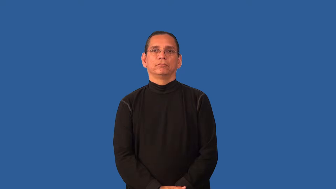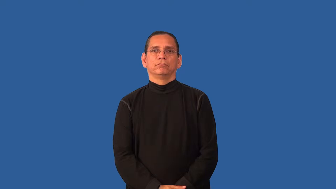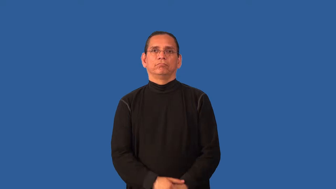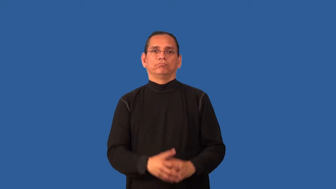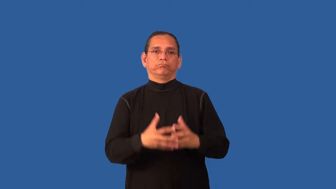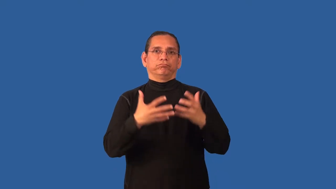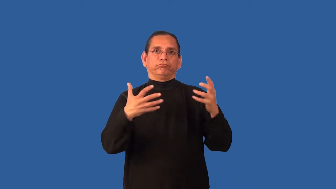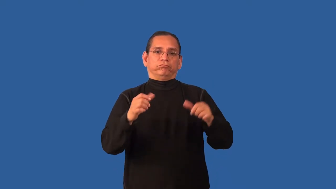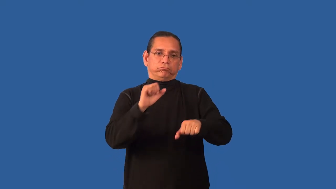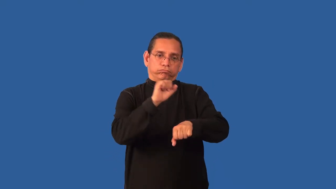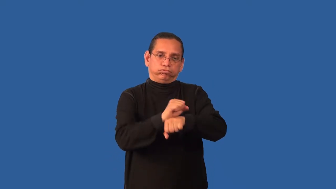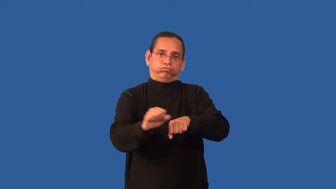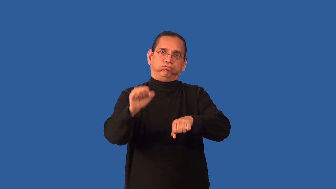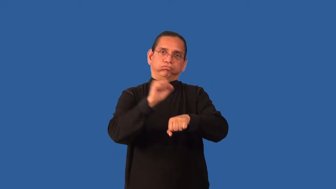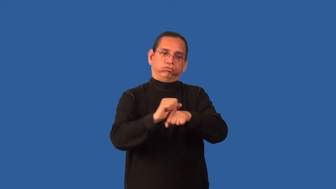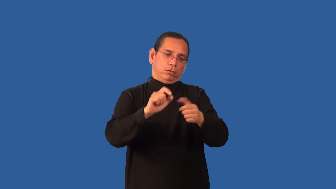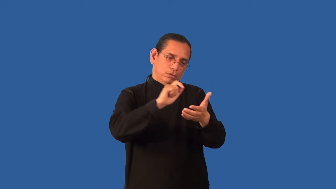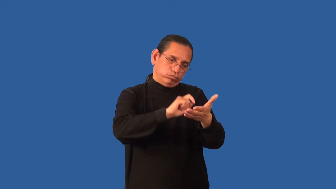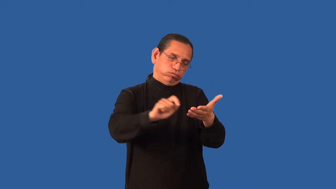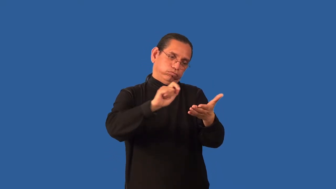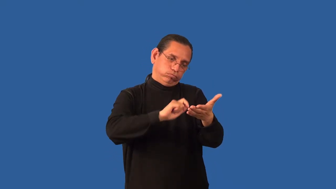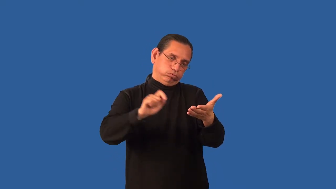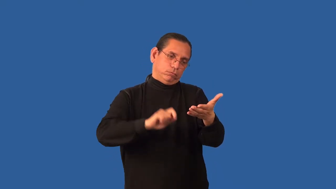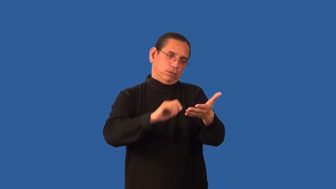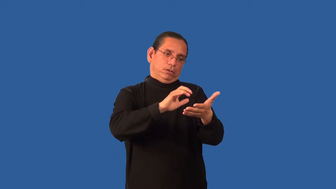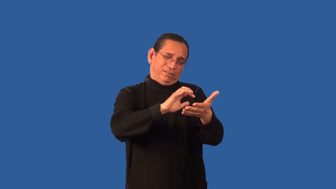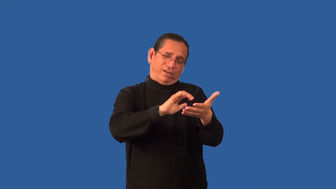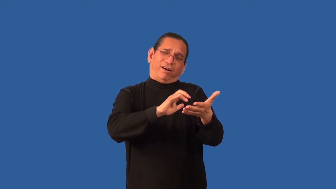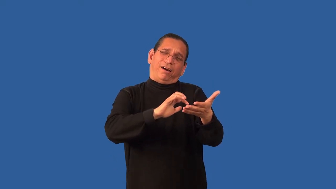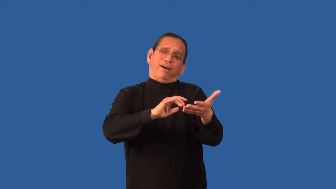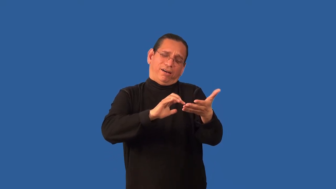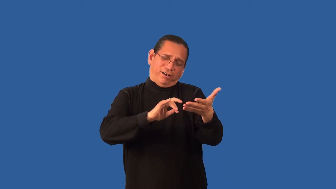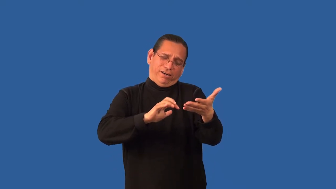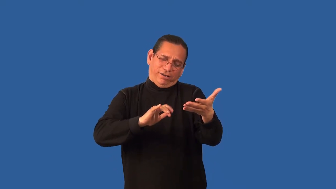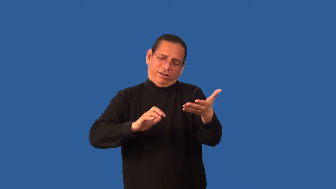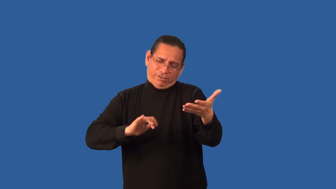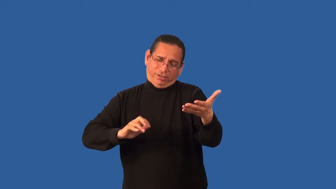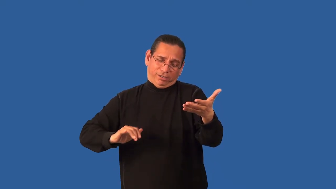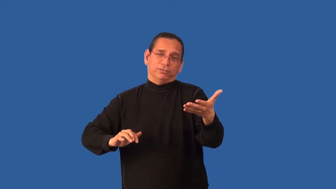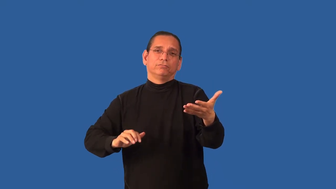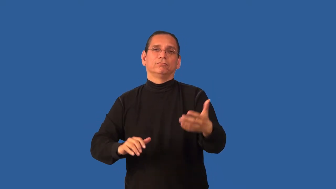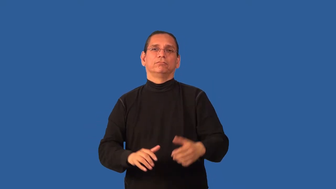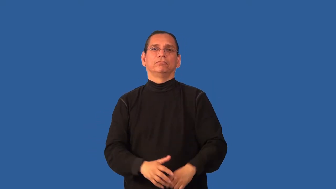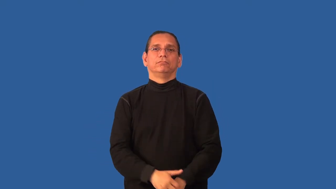body-a large amount of work